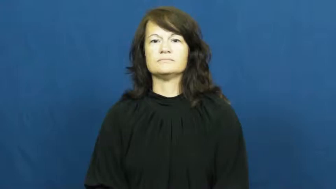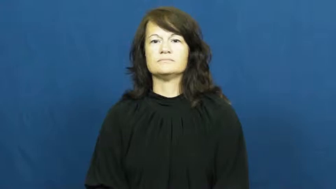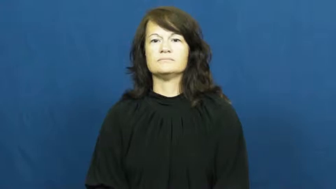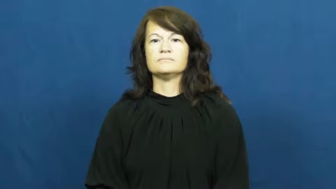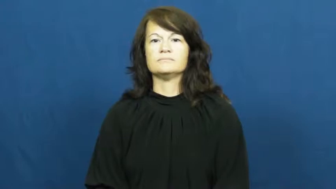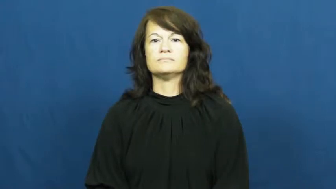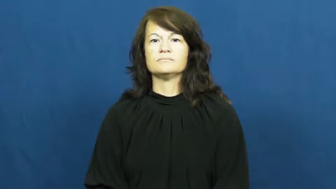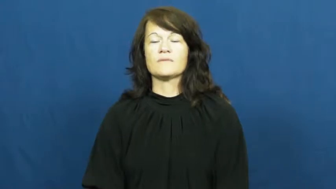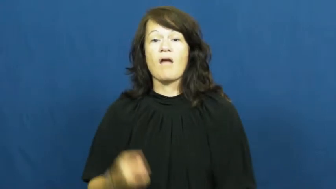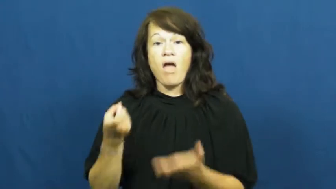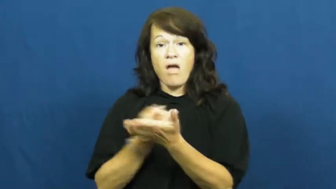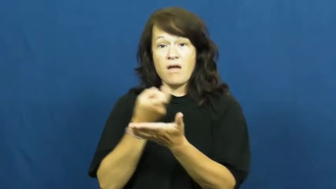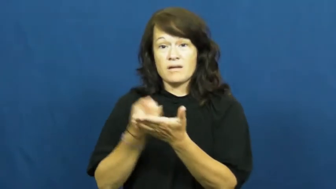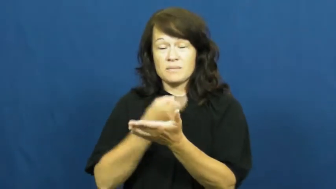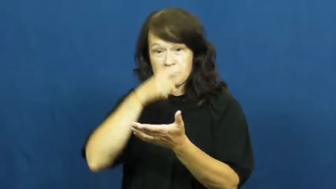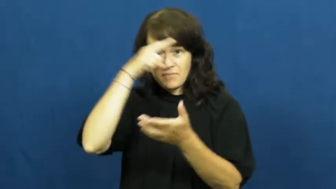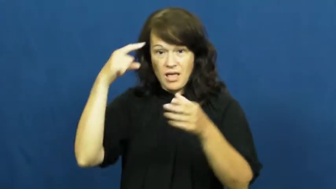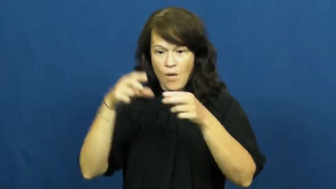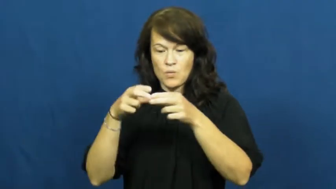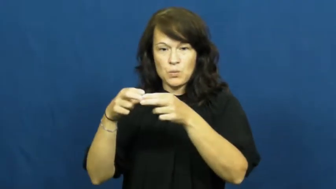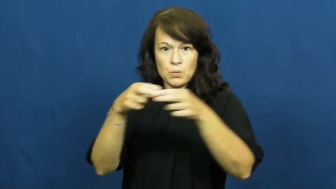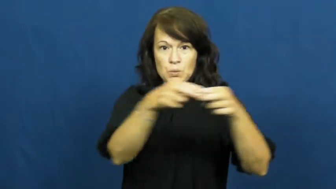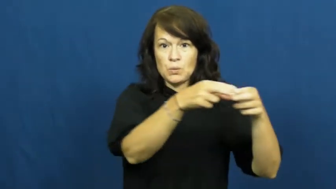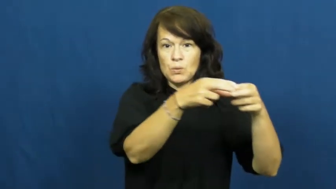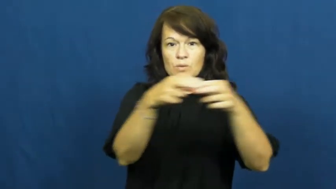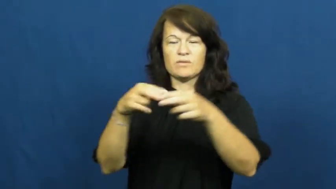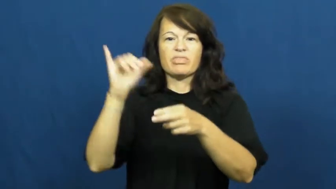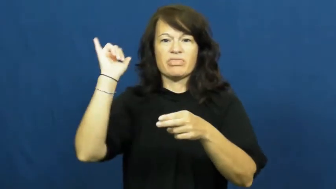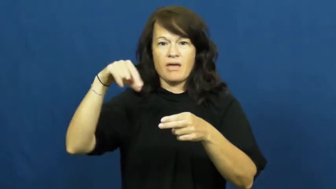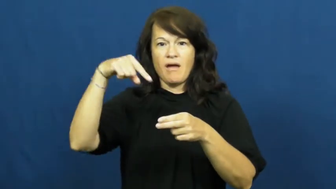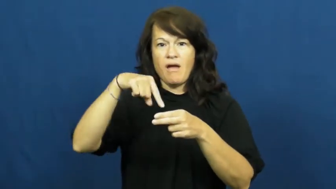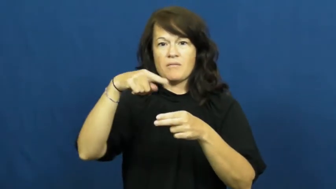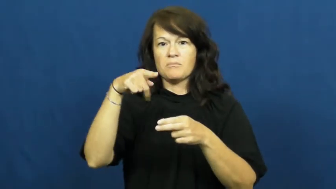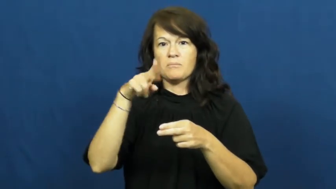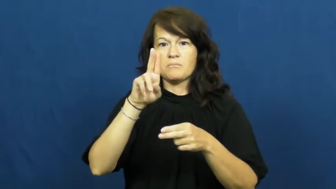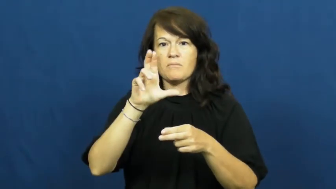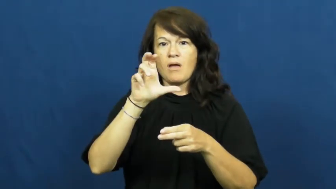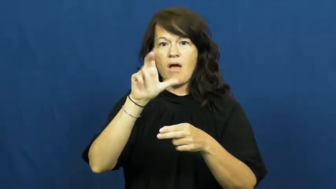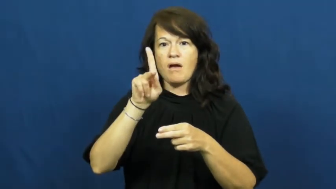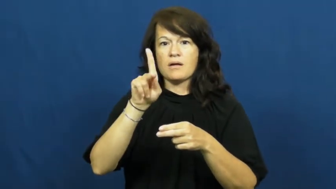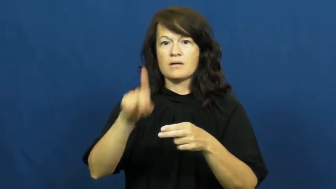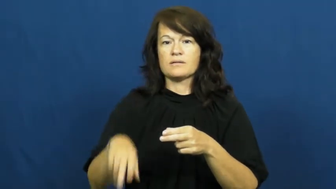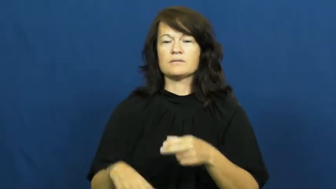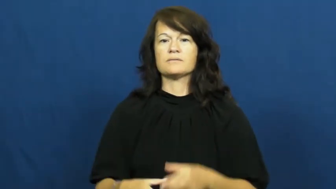puck